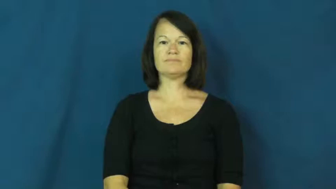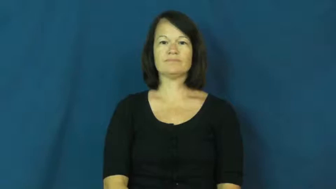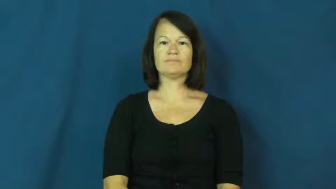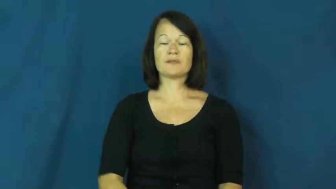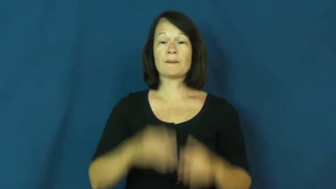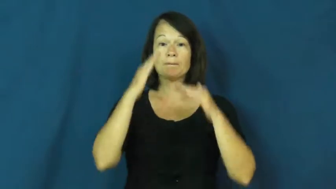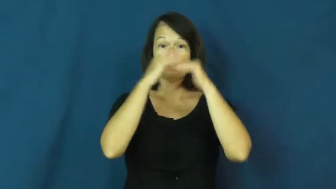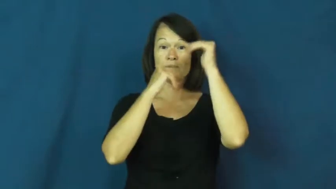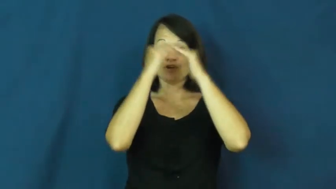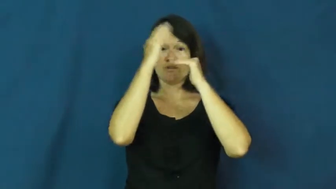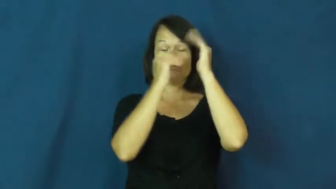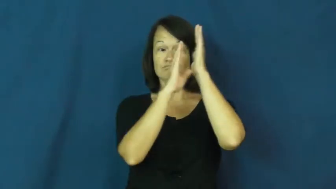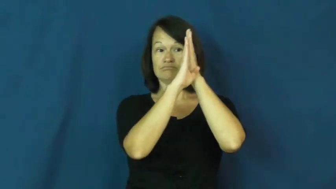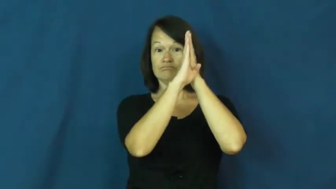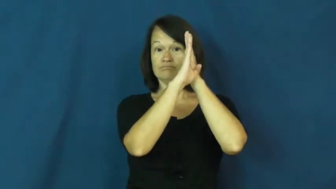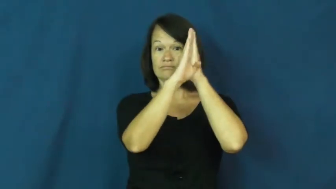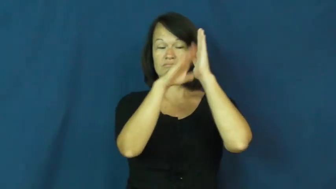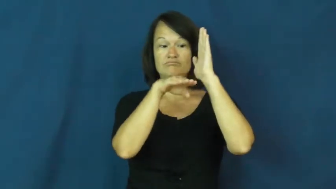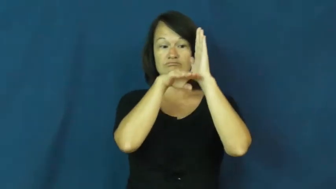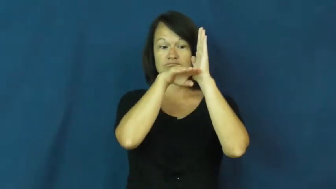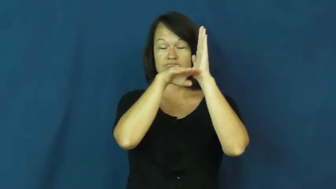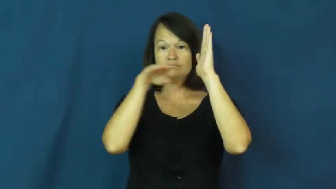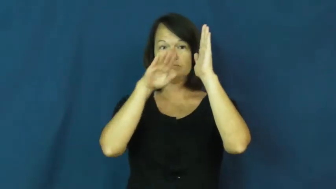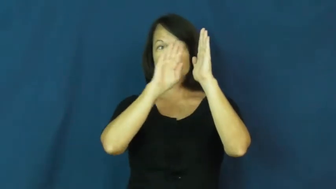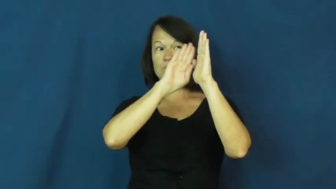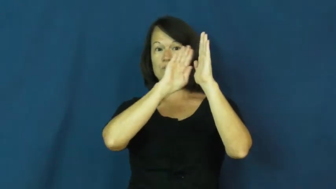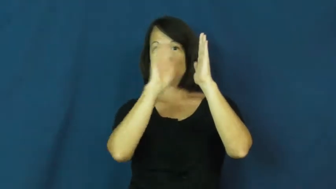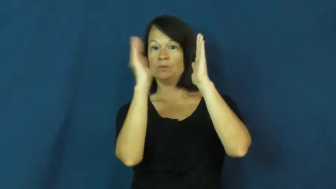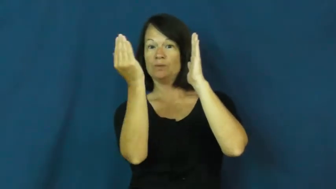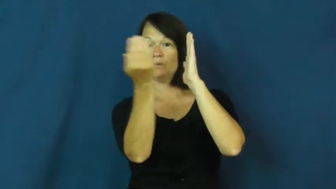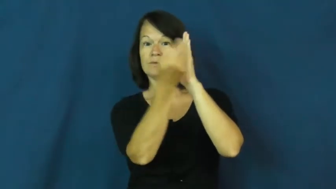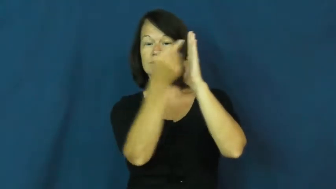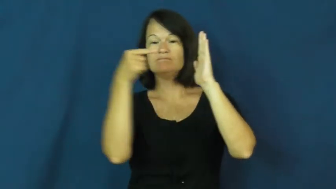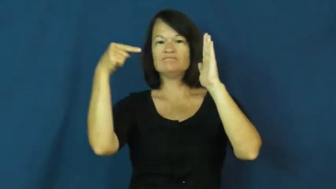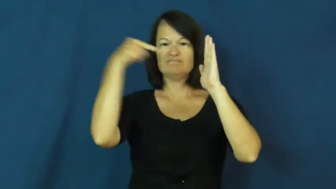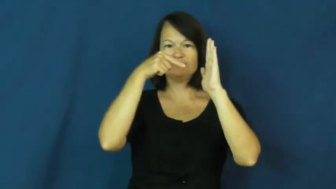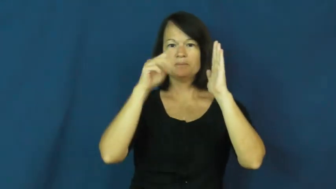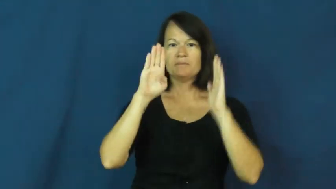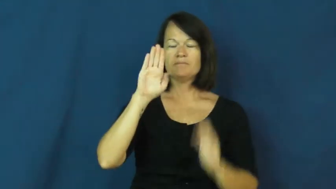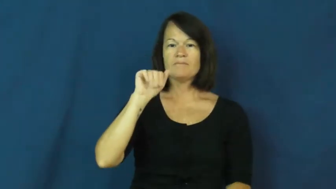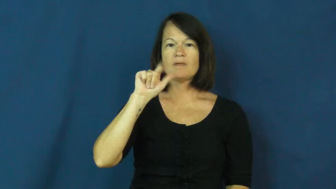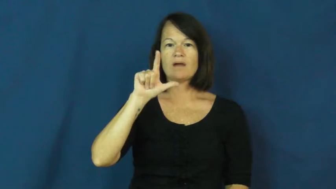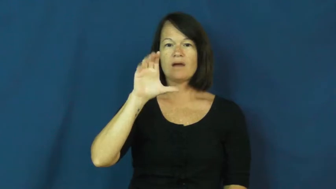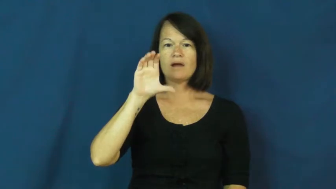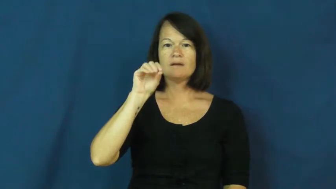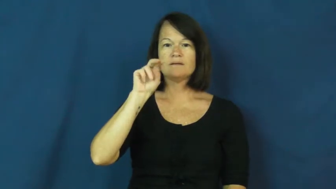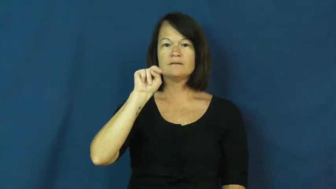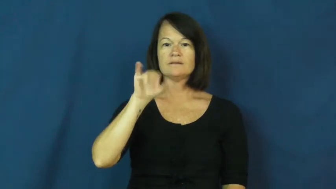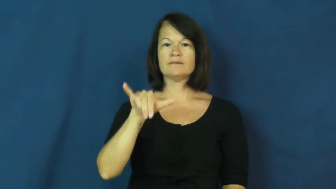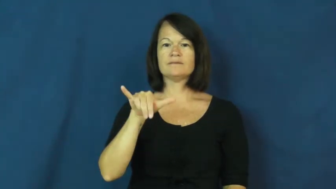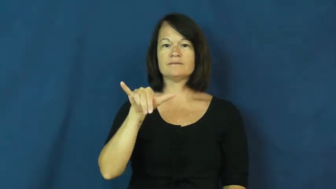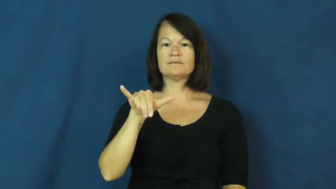balcony